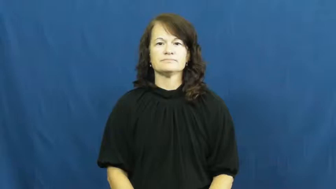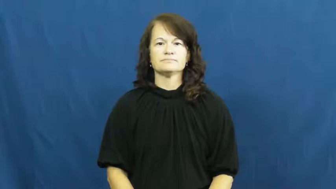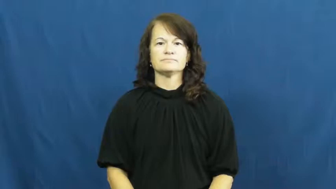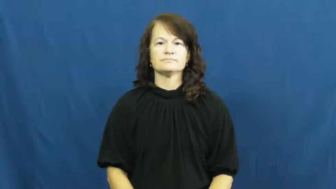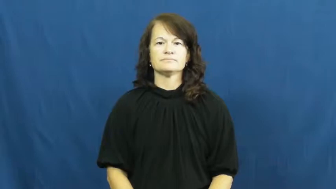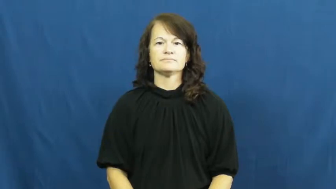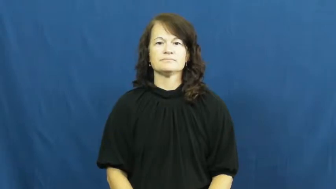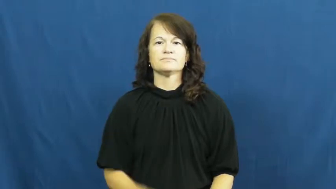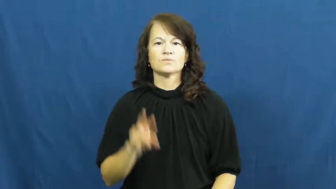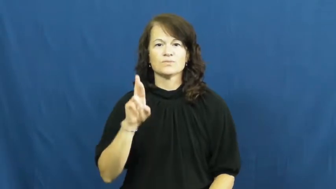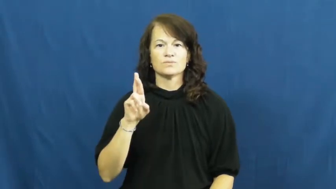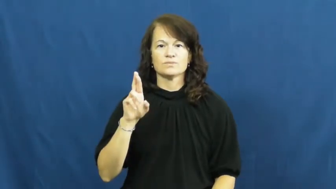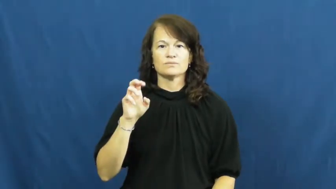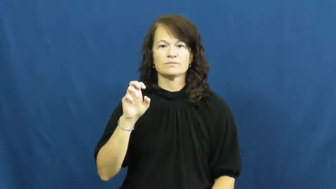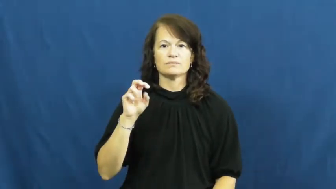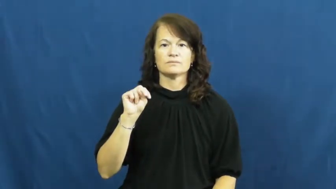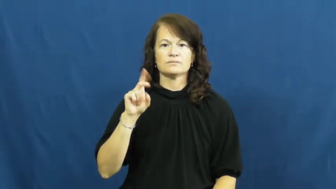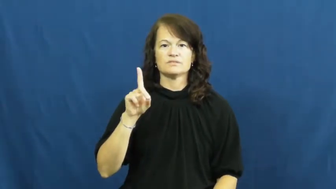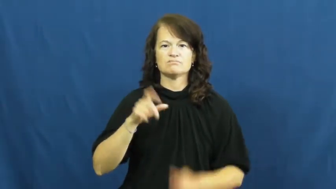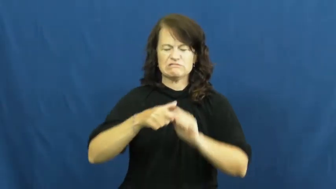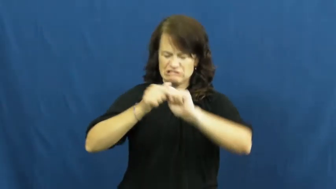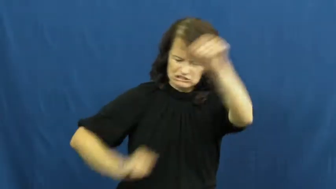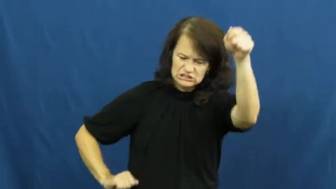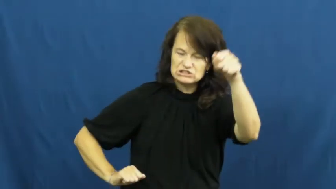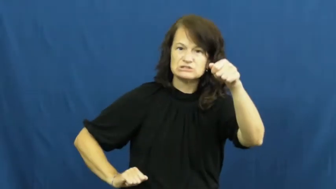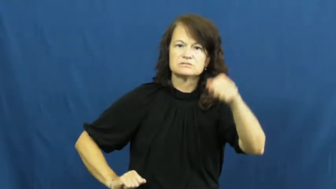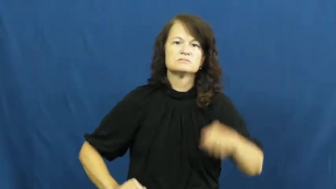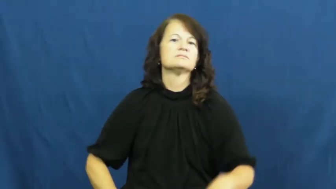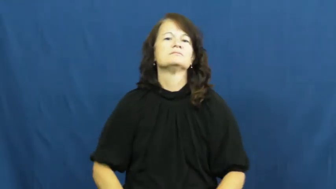rend